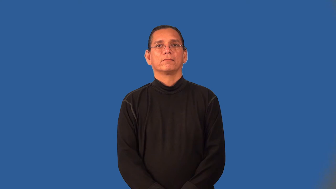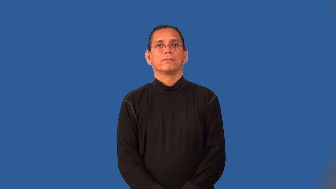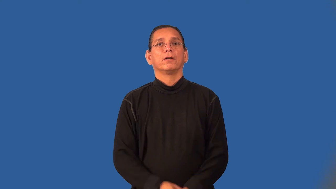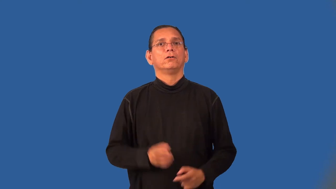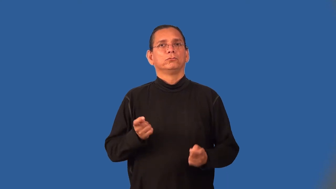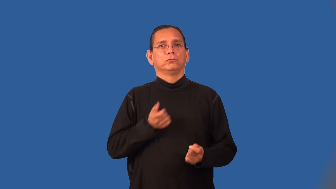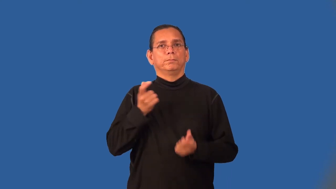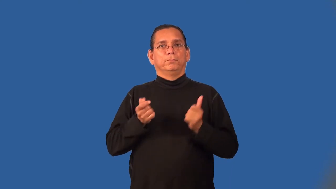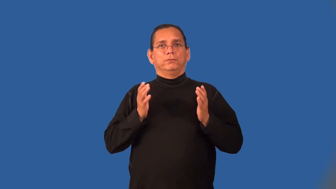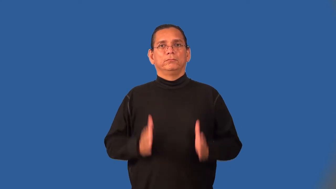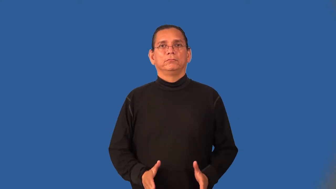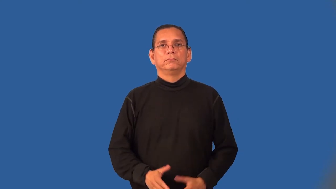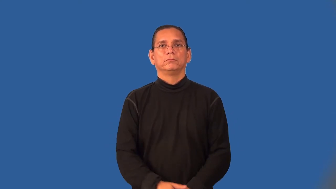stripper